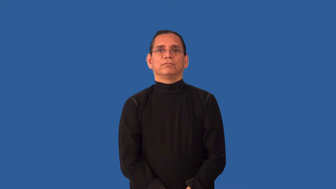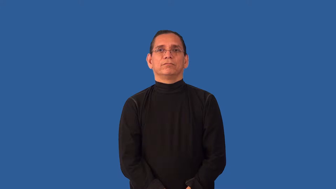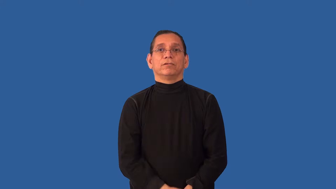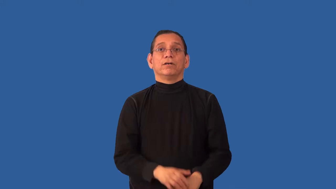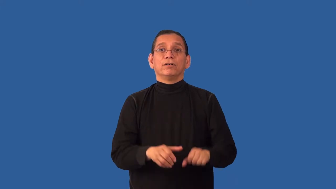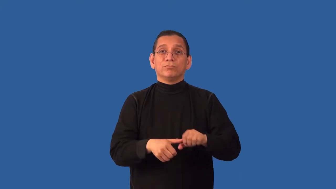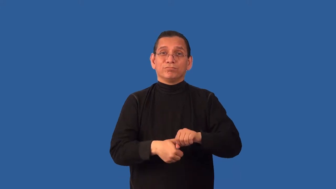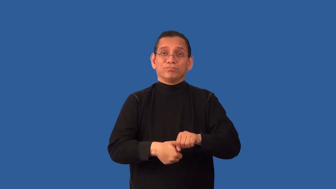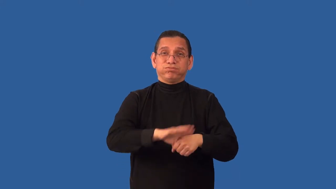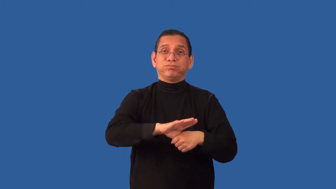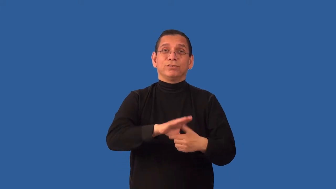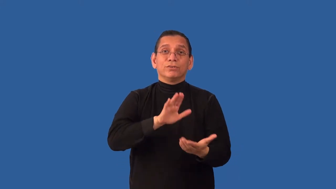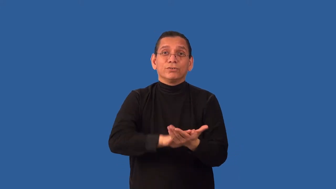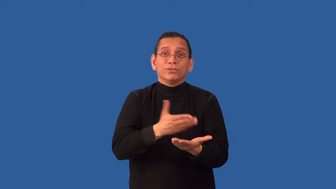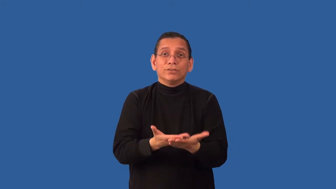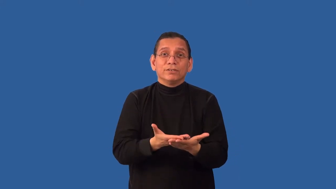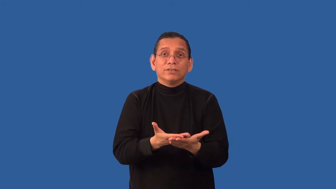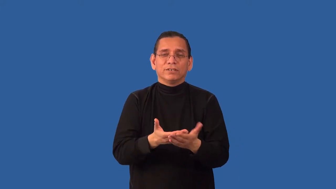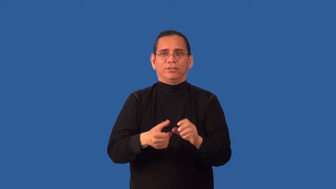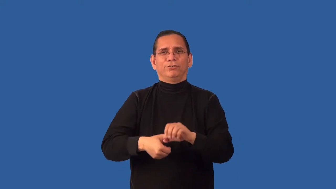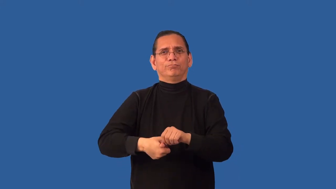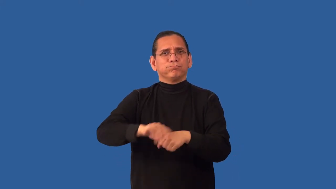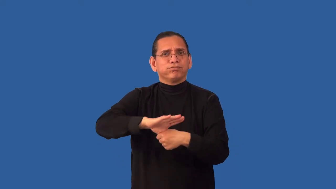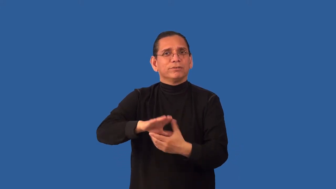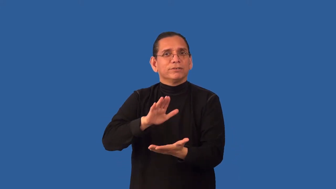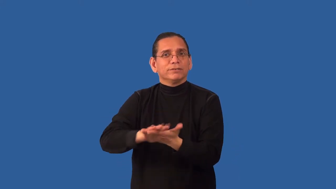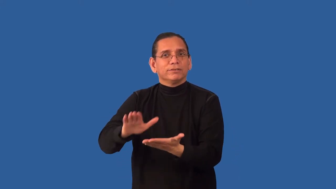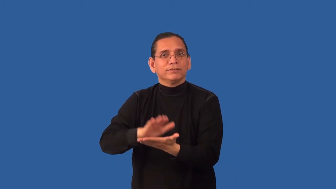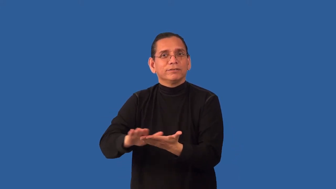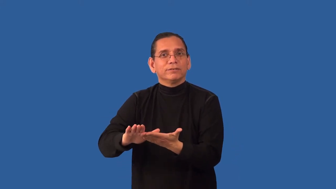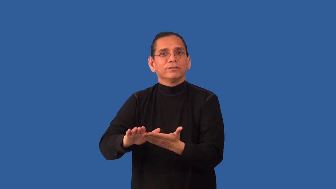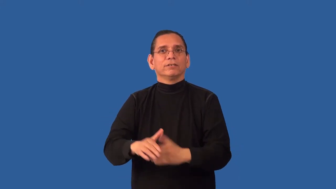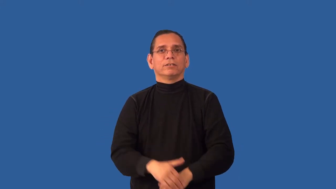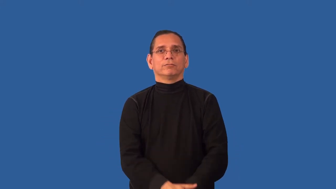undomesticated-cant cook